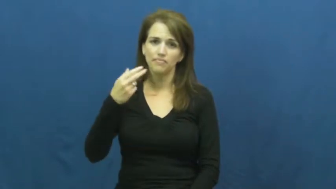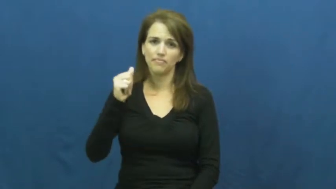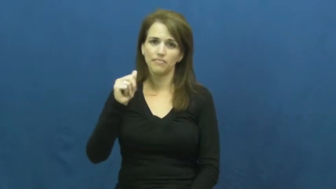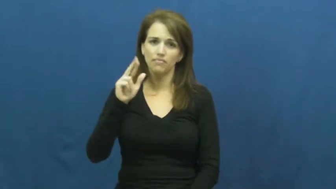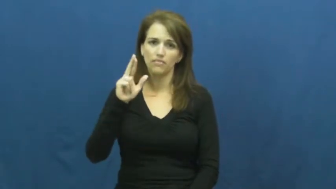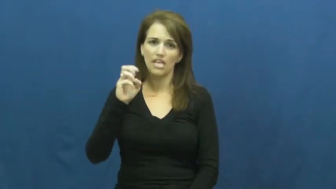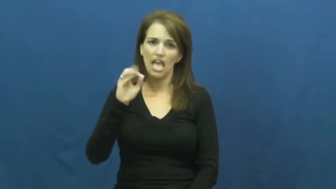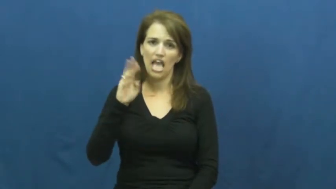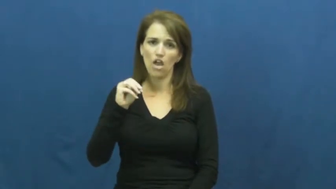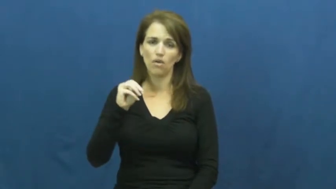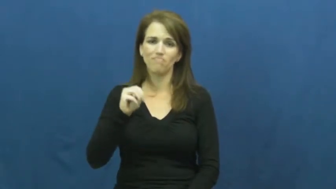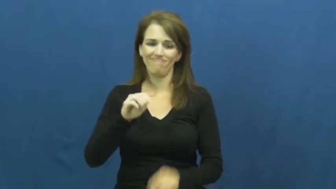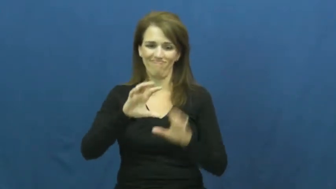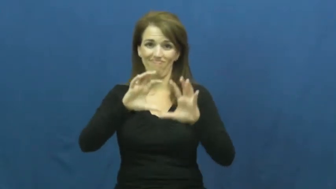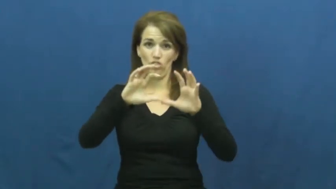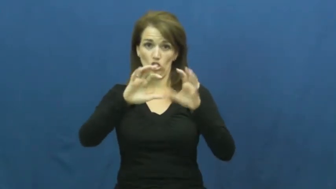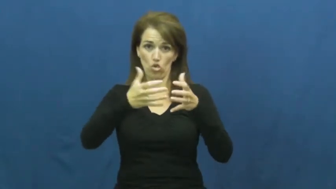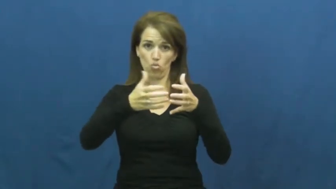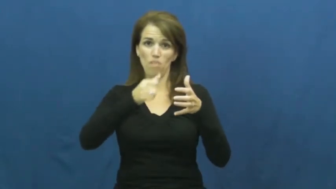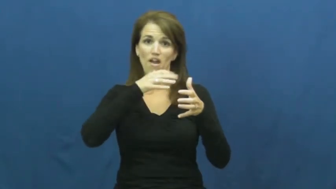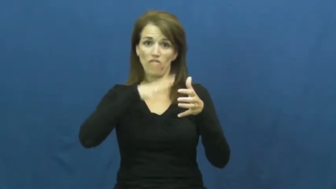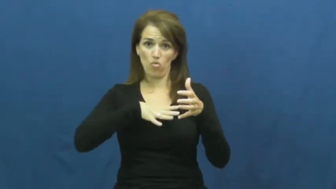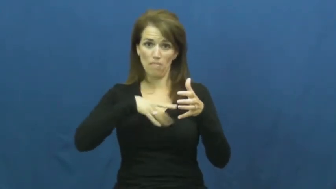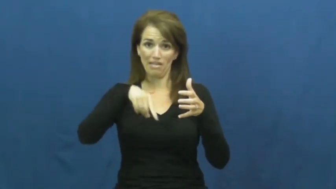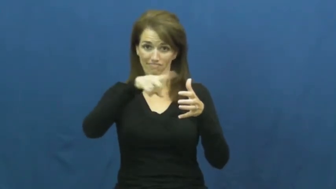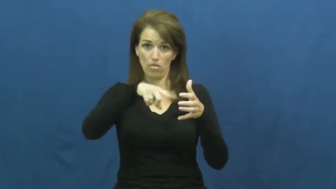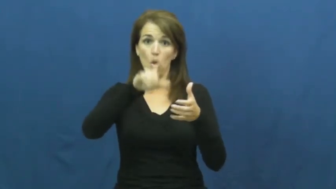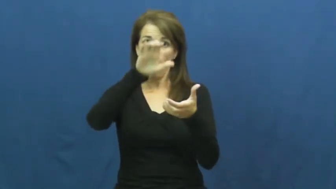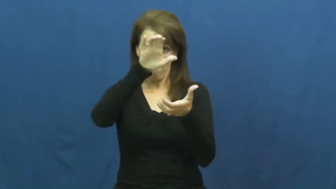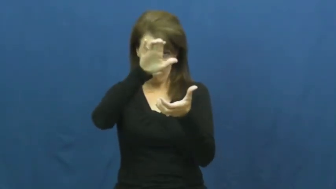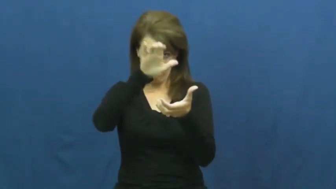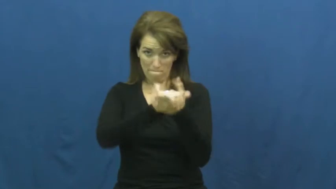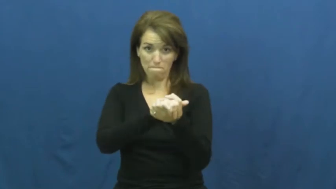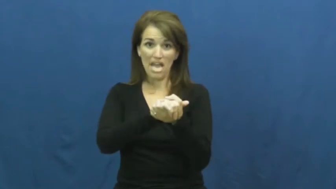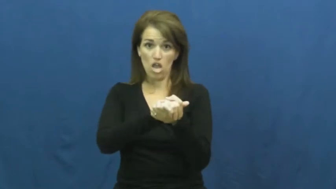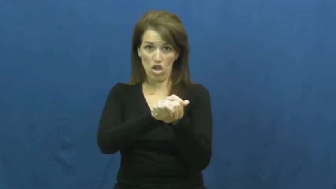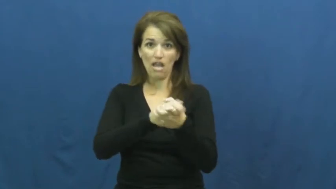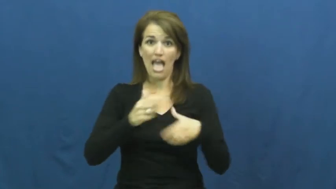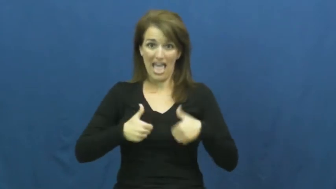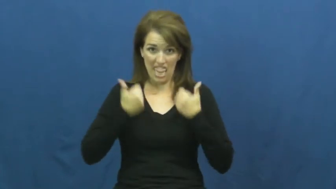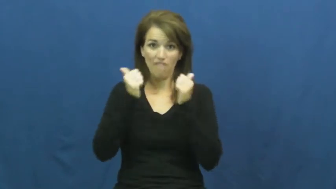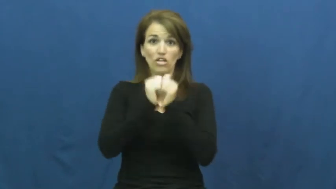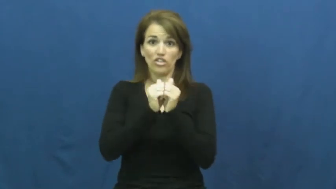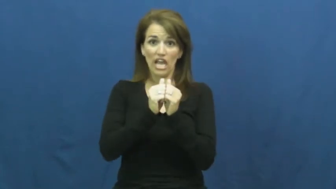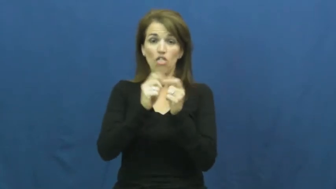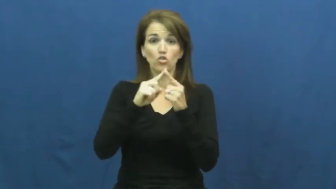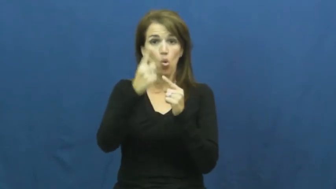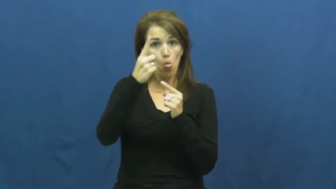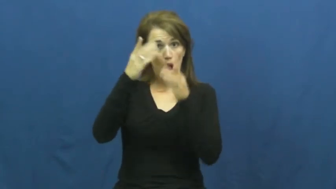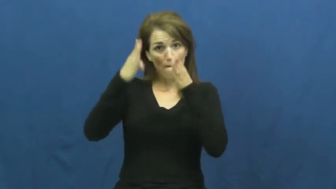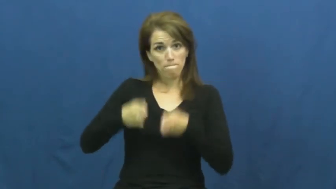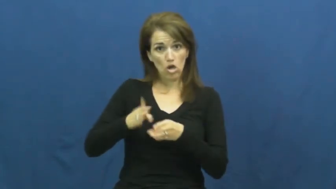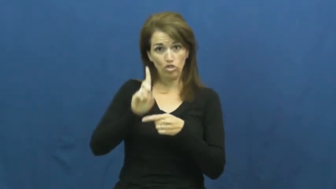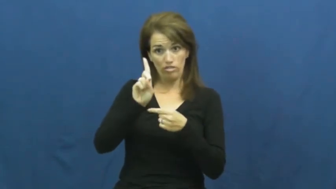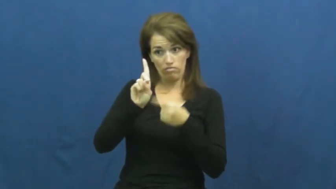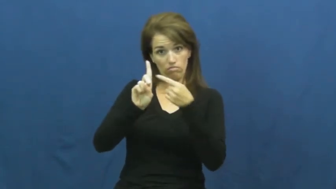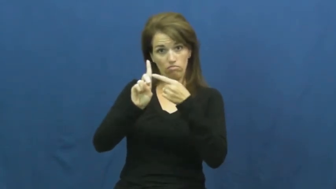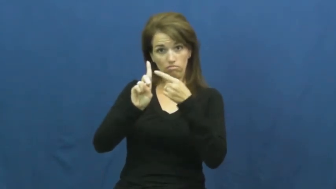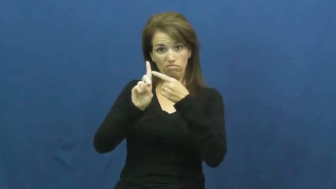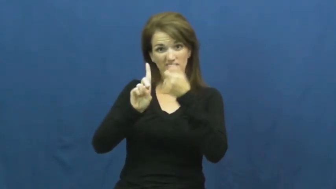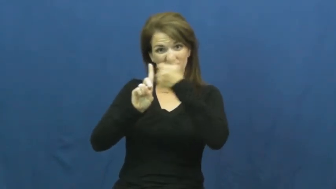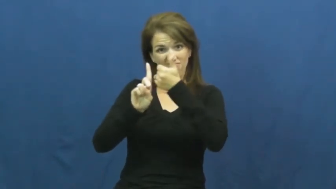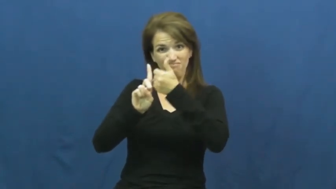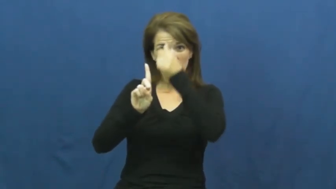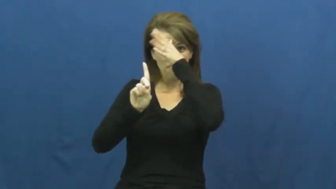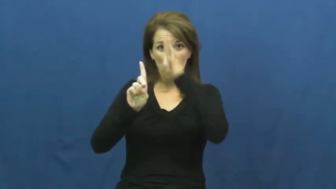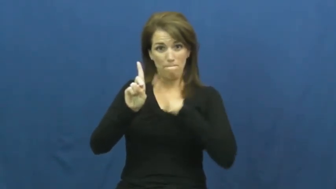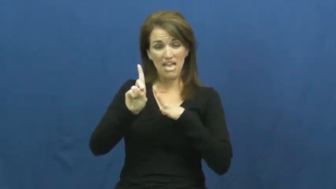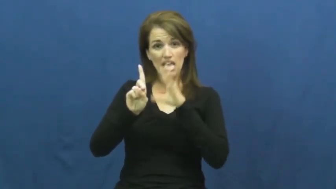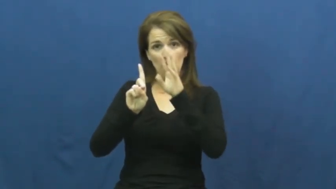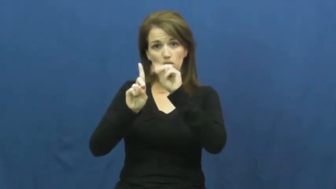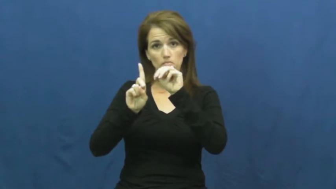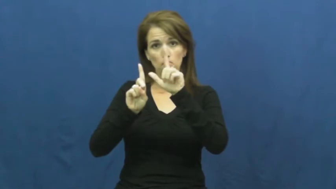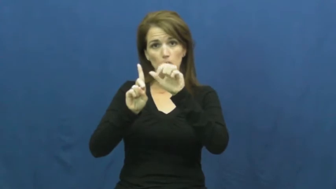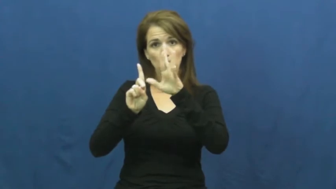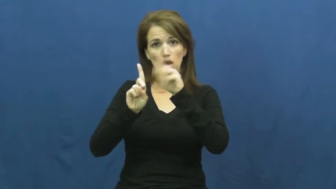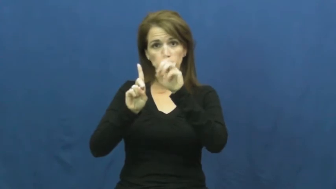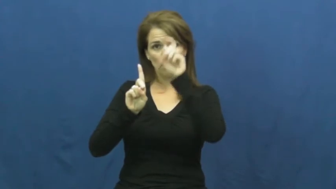harem